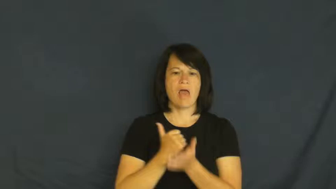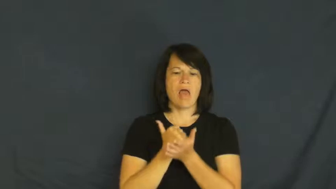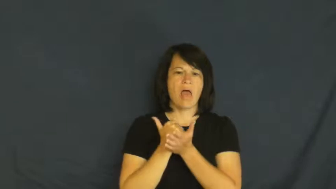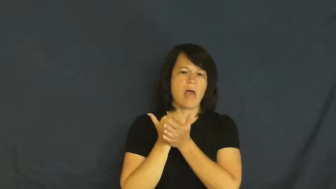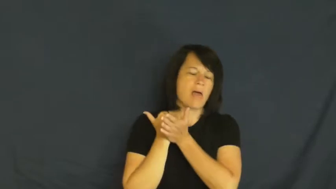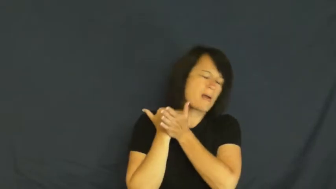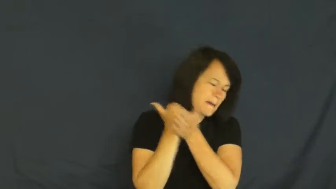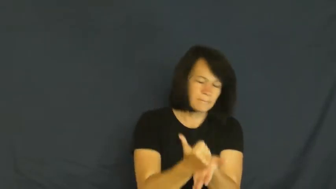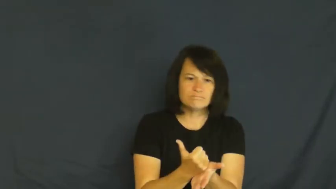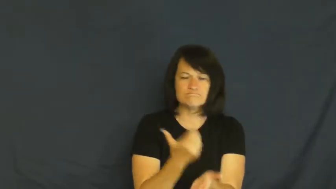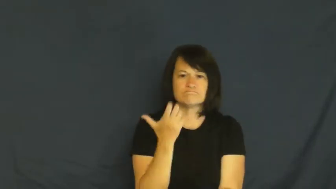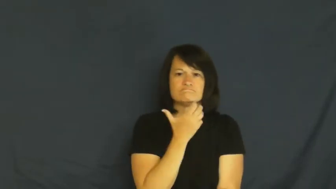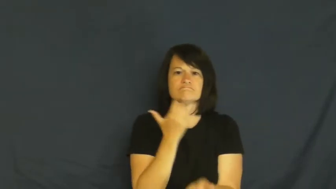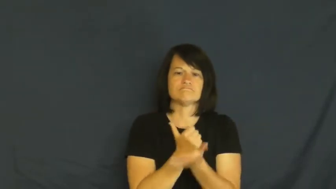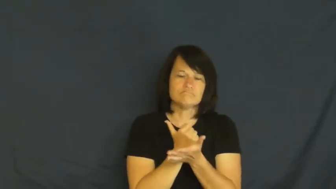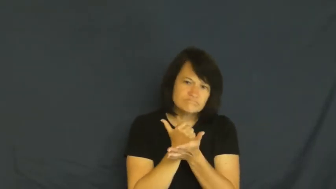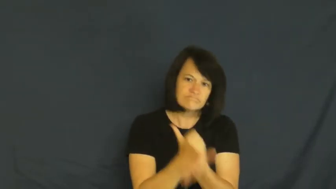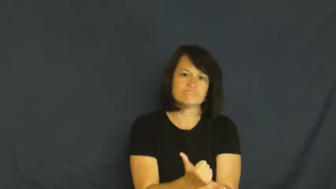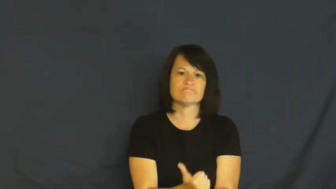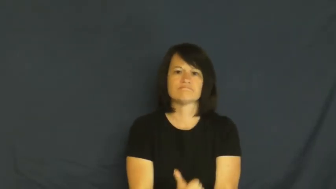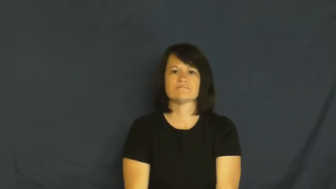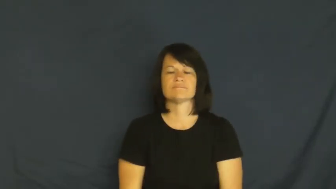helpful,complaisant,constructive,positive